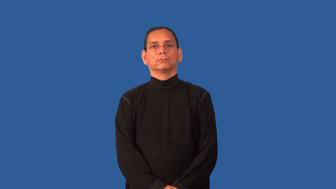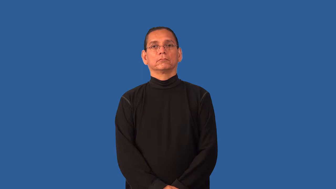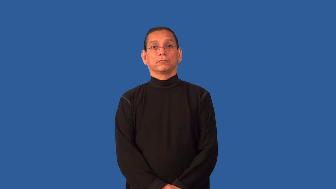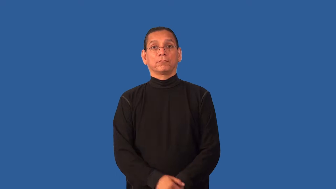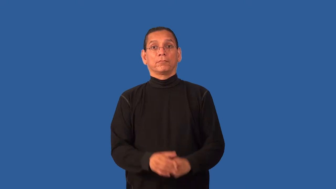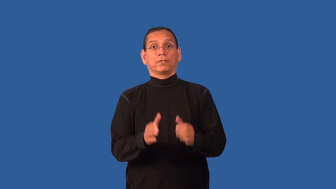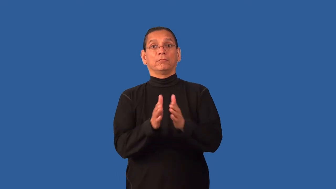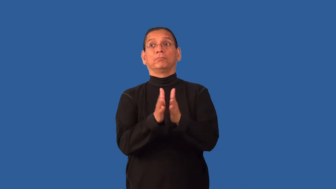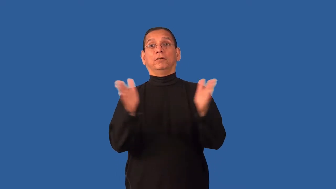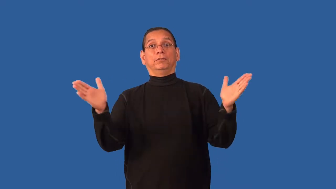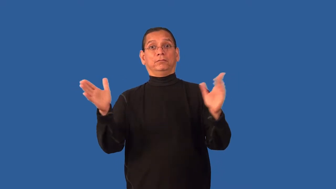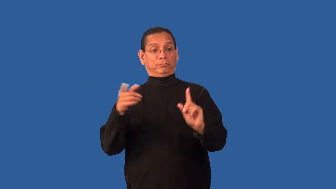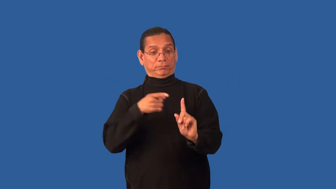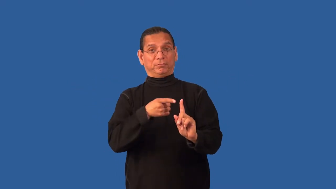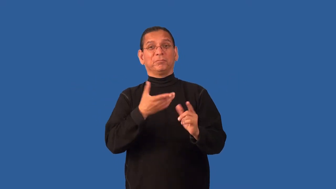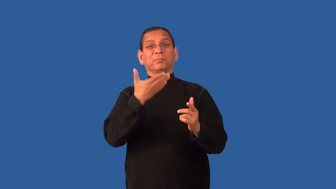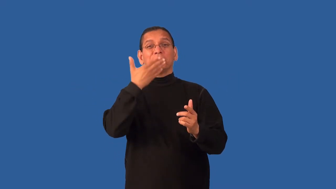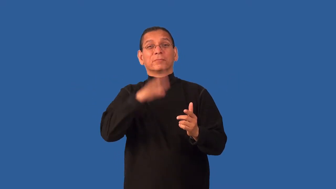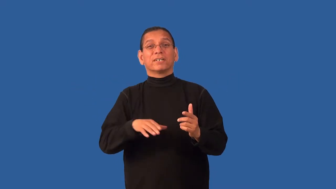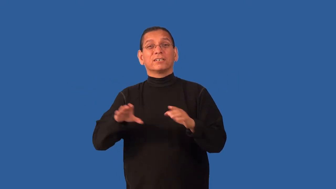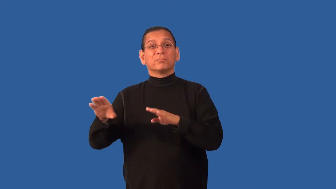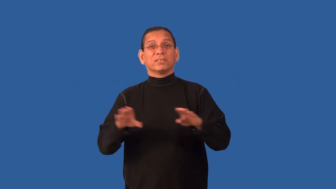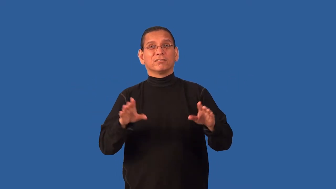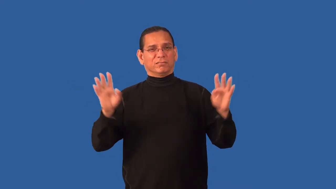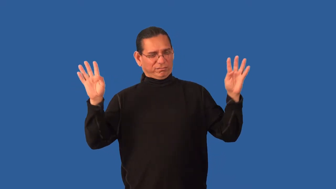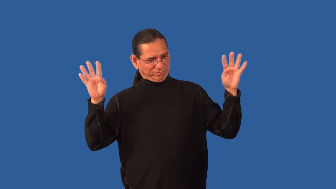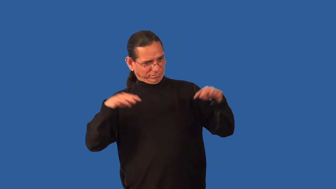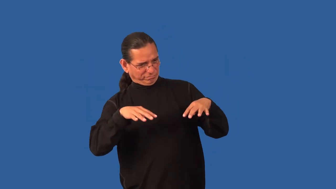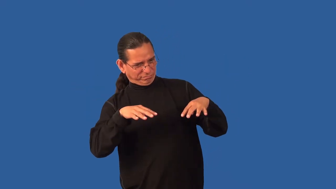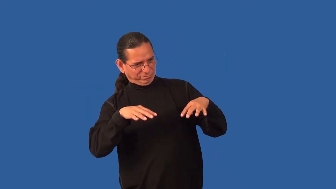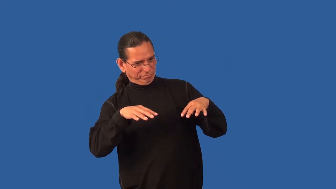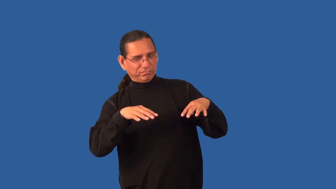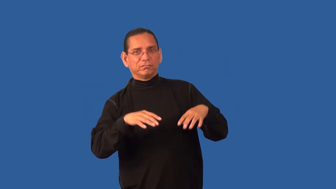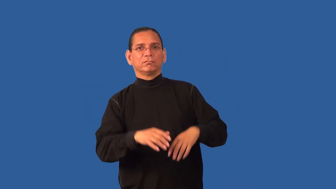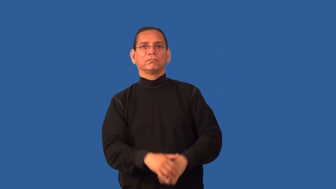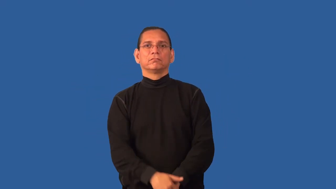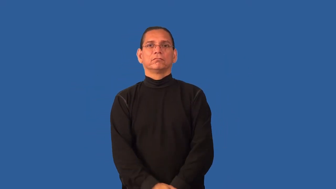exhibition-bad behavior